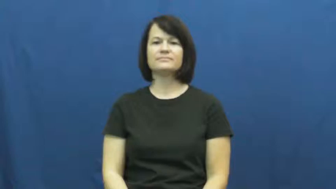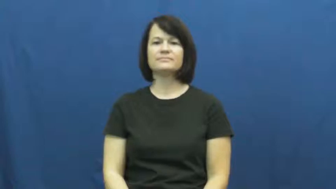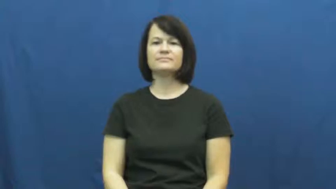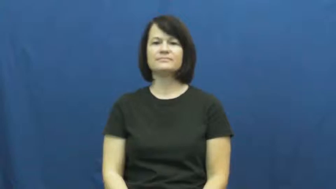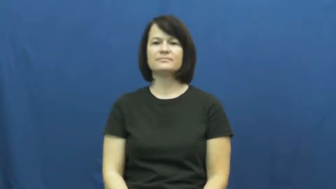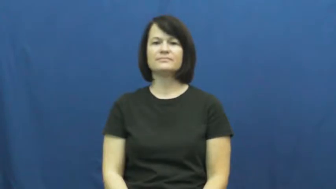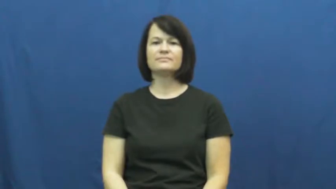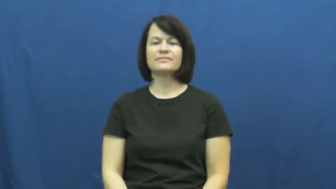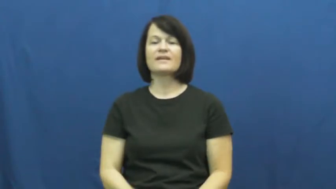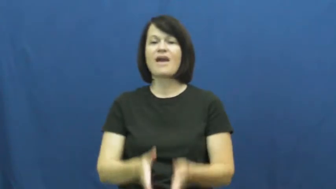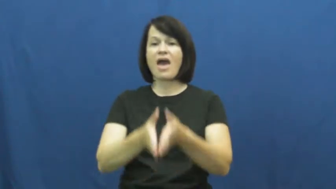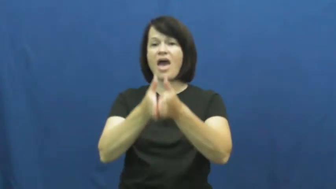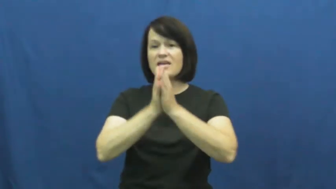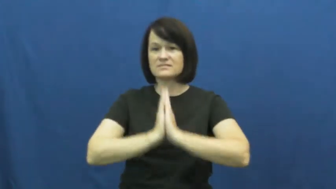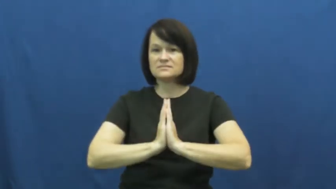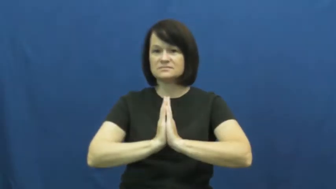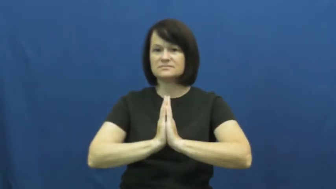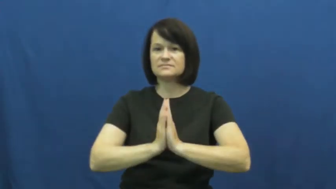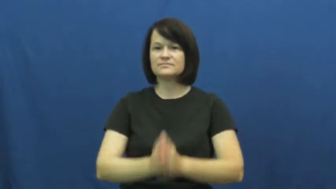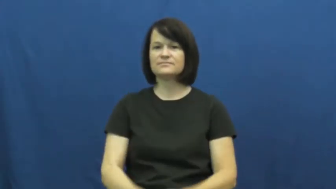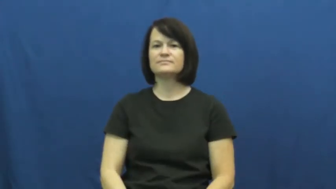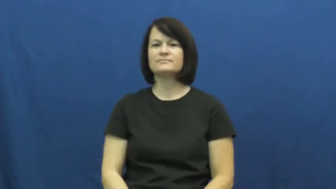pose-ask